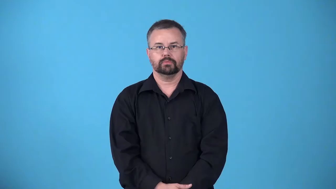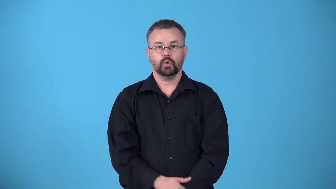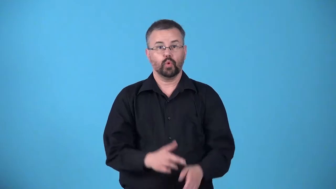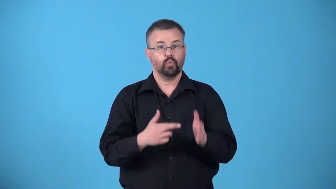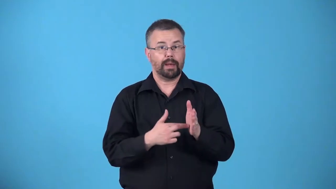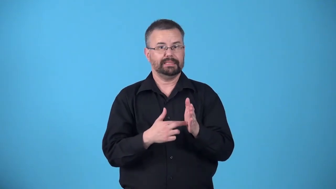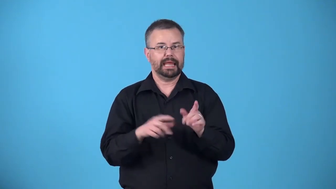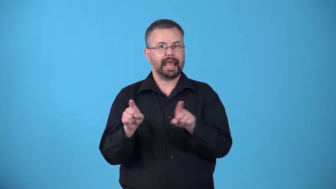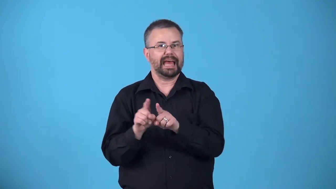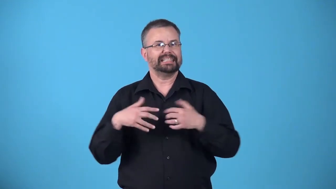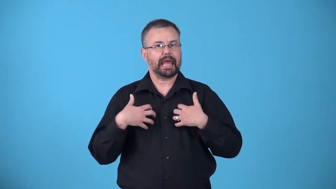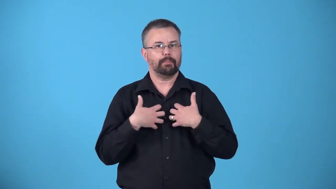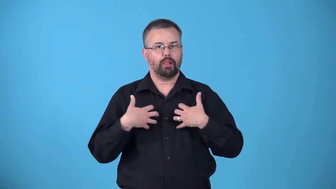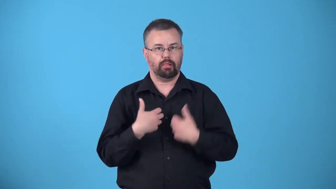animalize